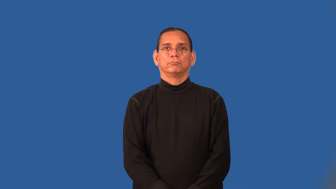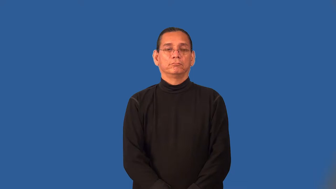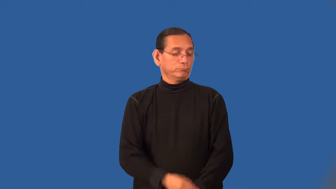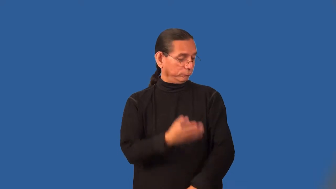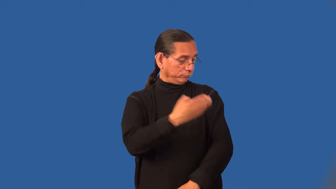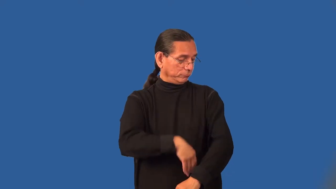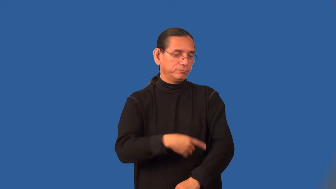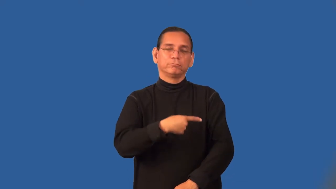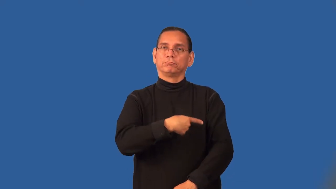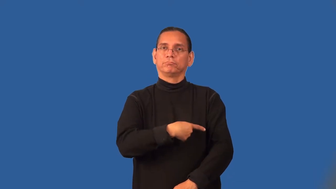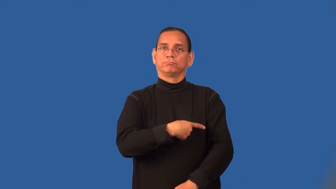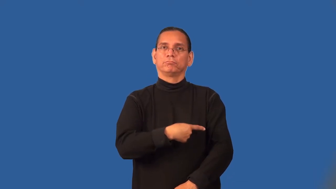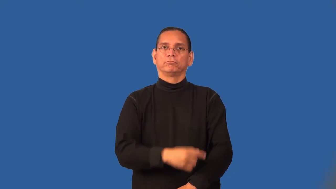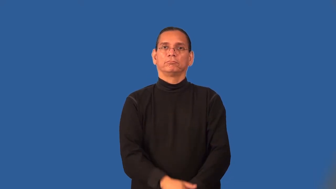stump-arm